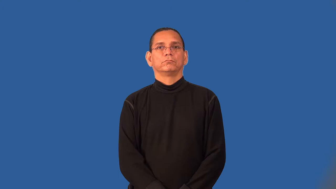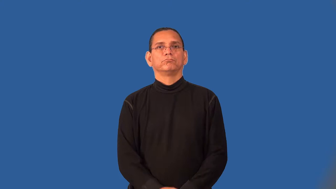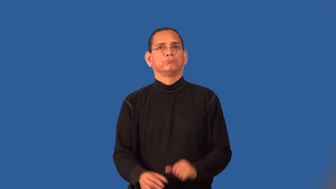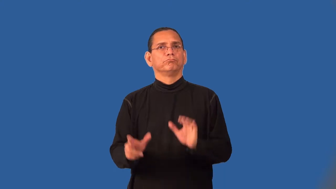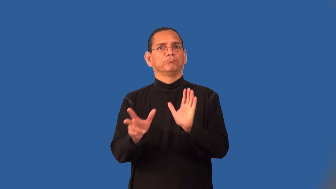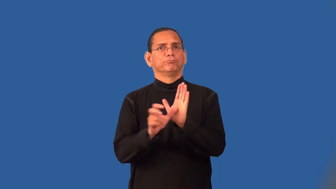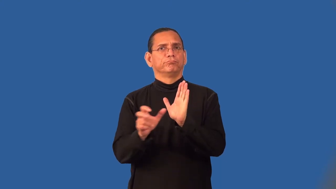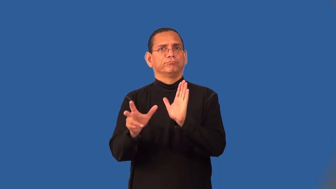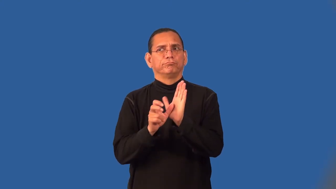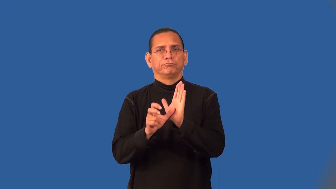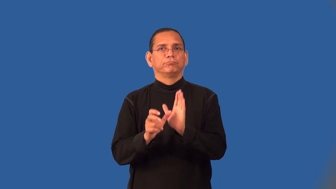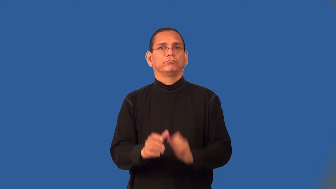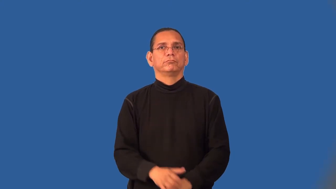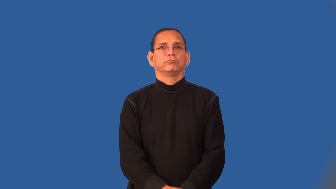sensor